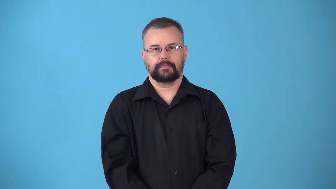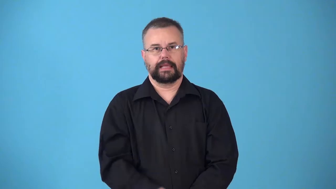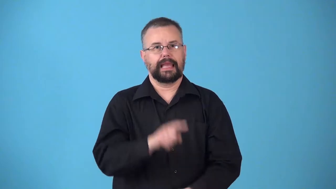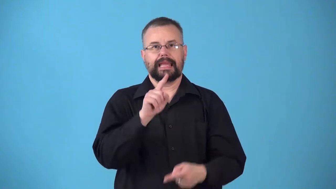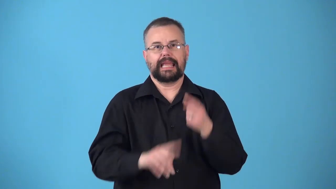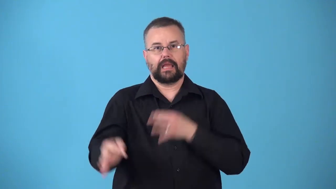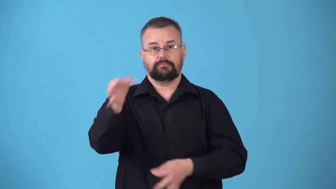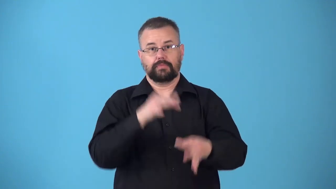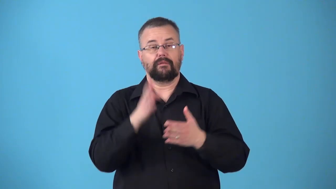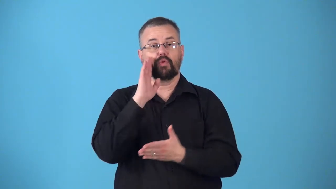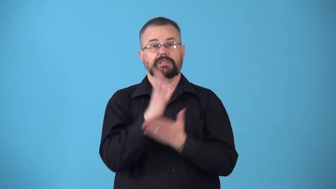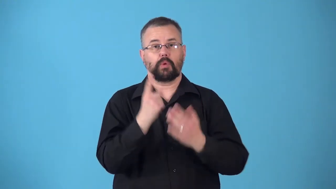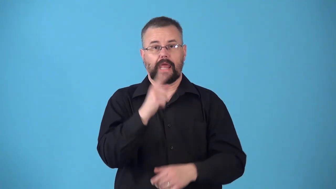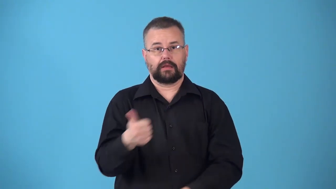nonexchangeable